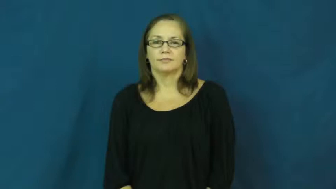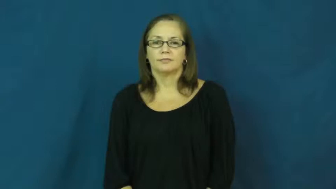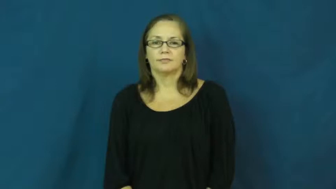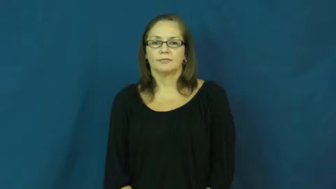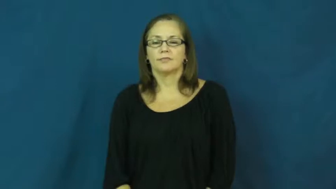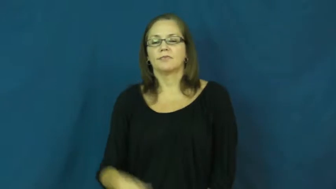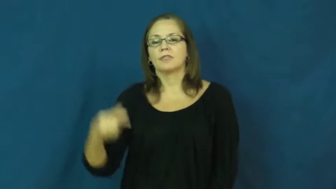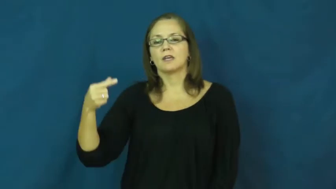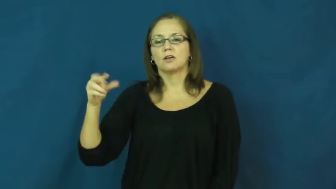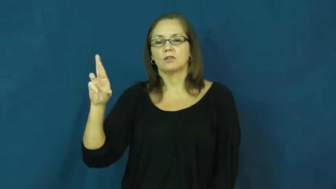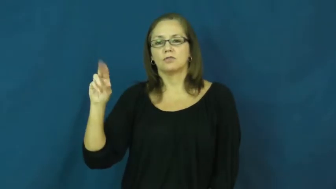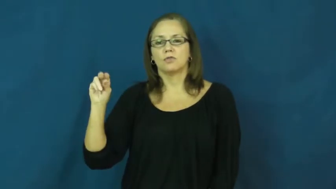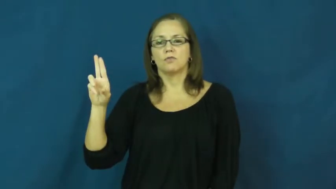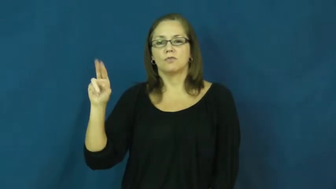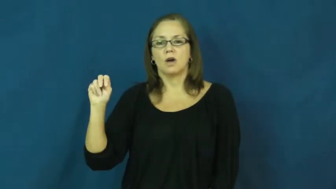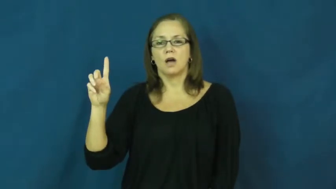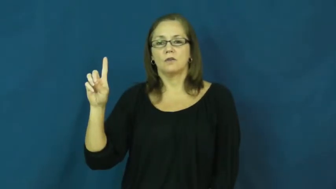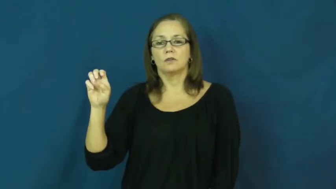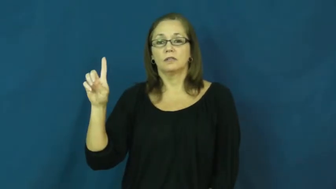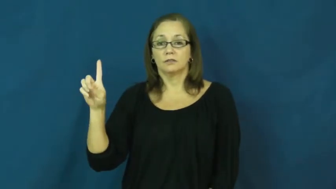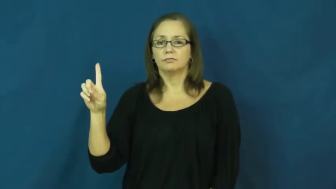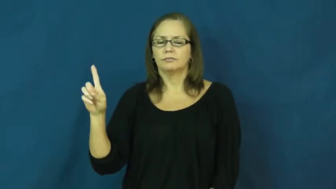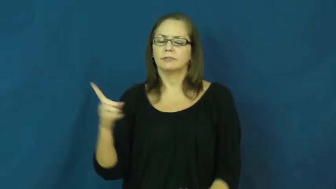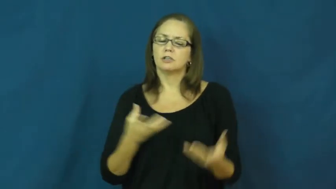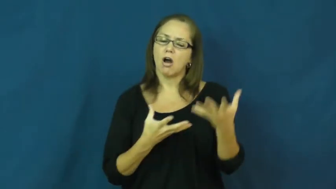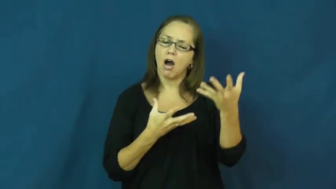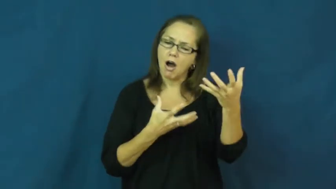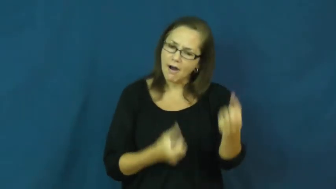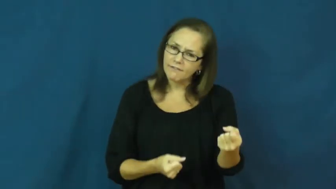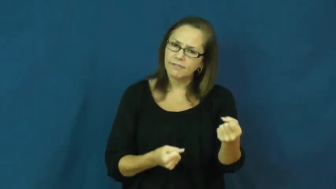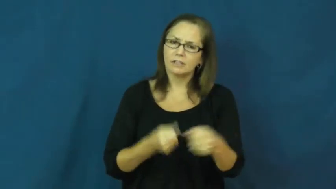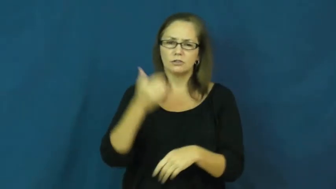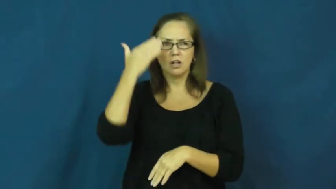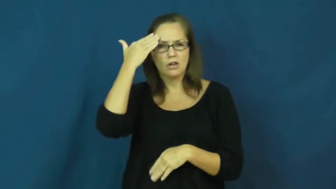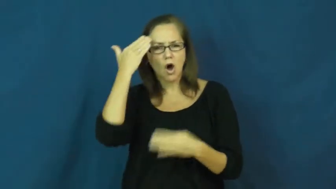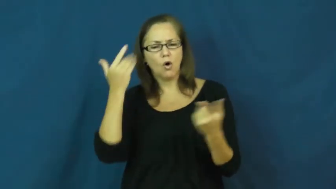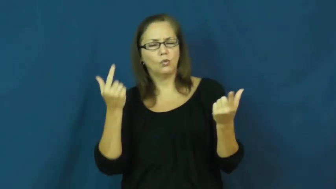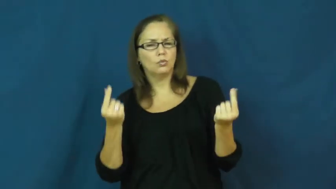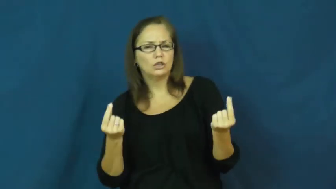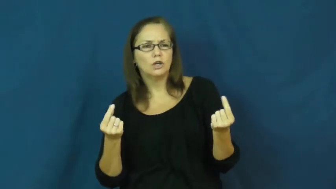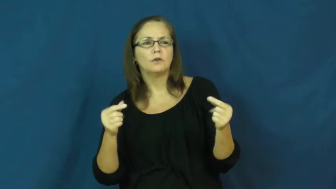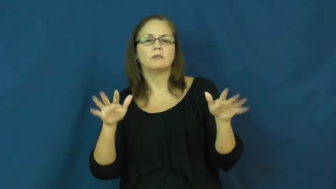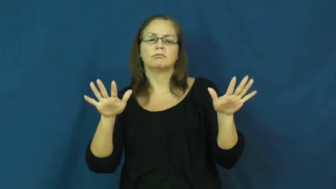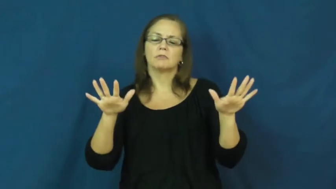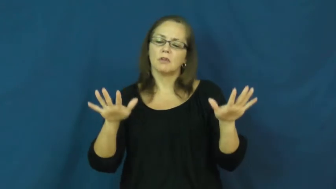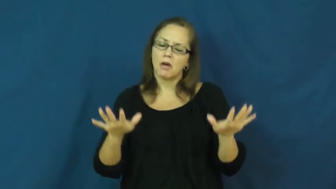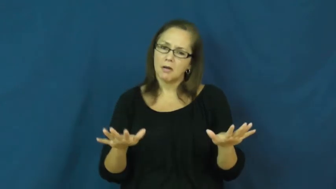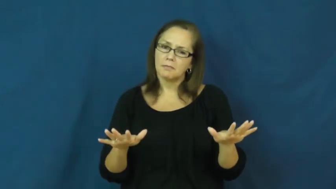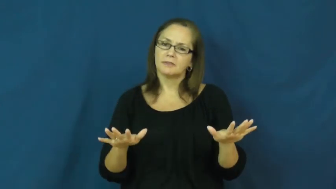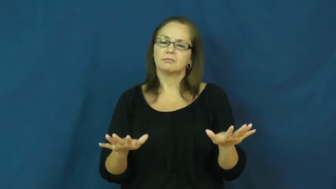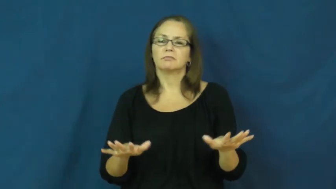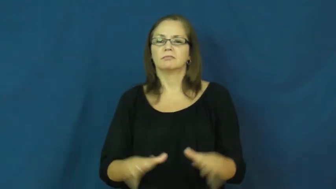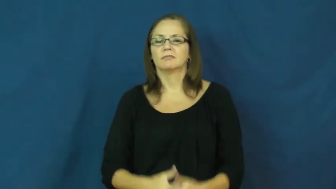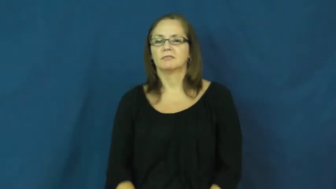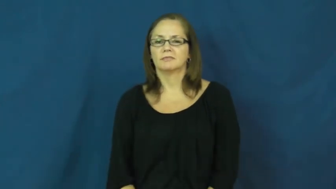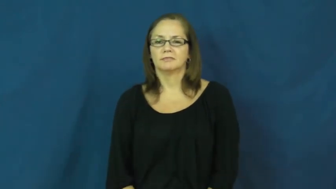grounded-confident